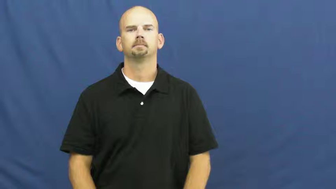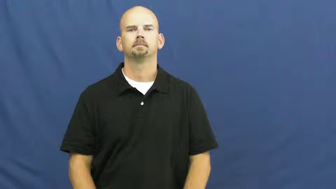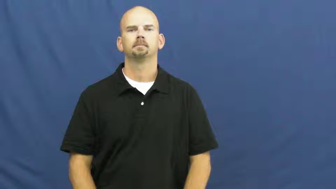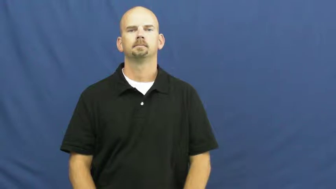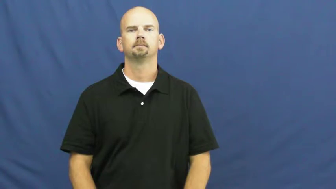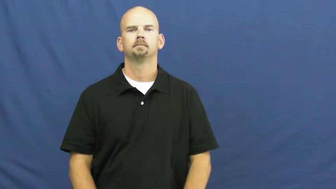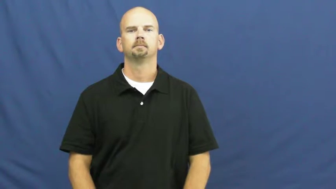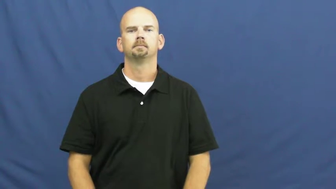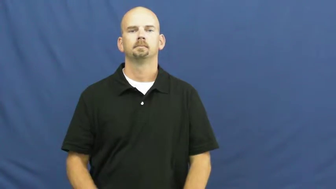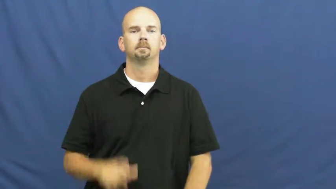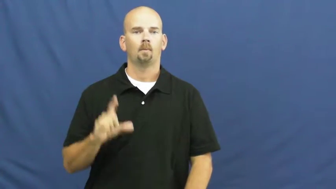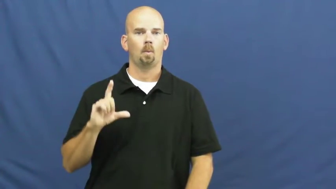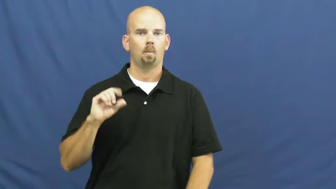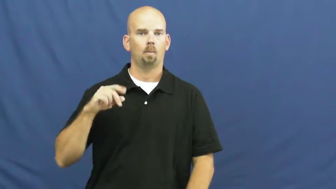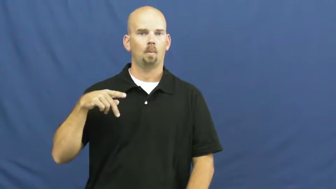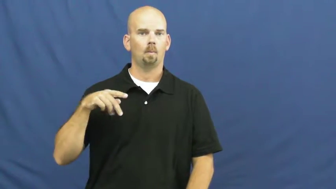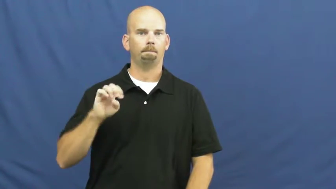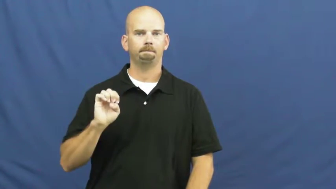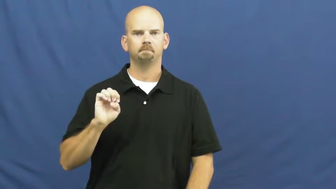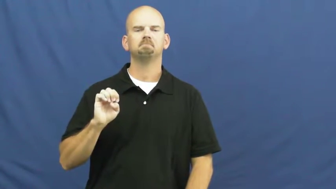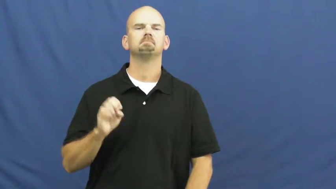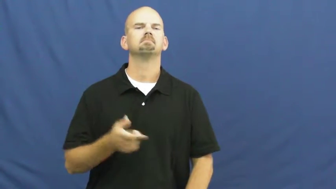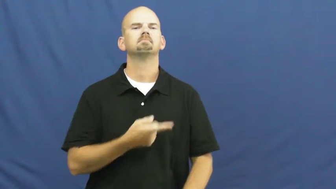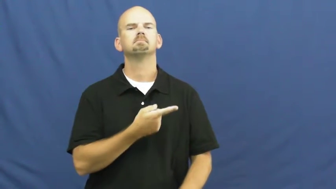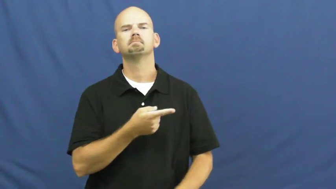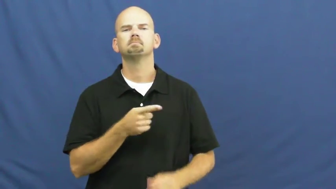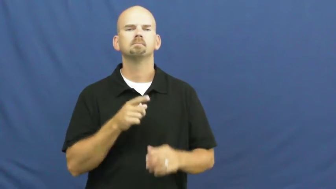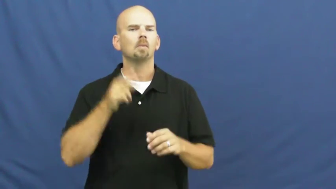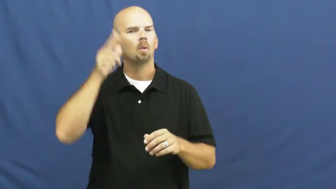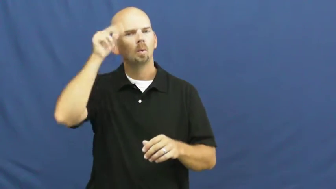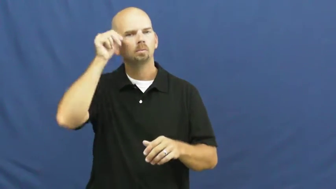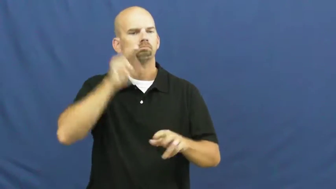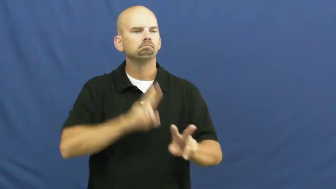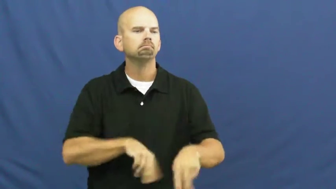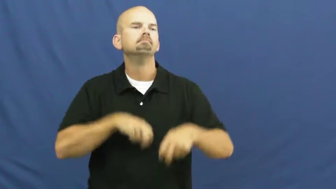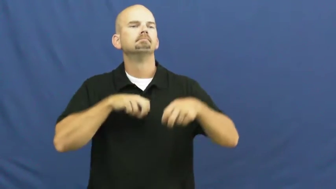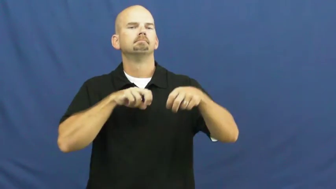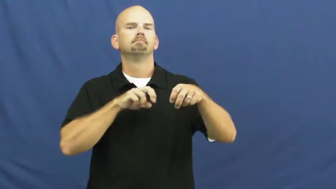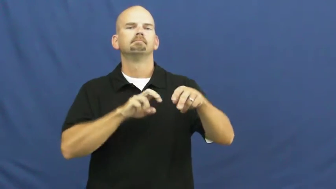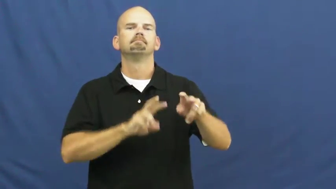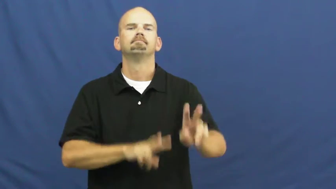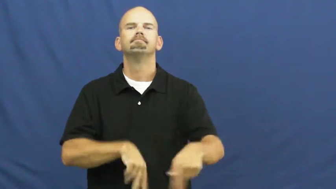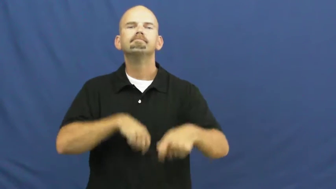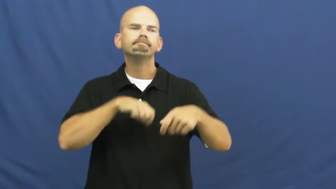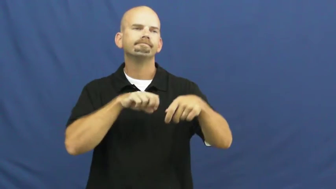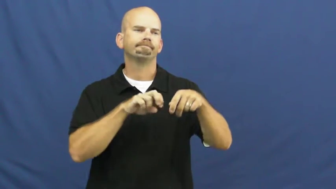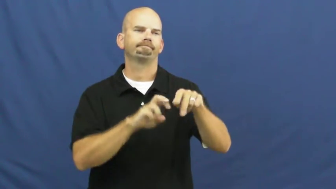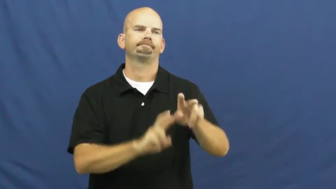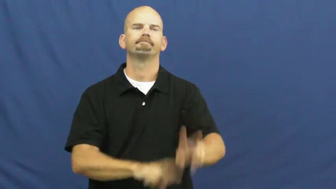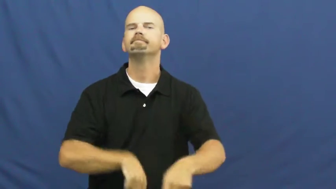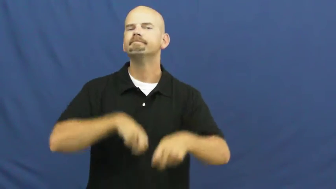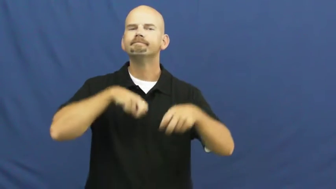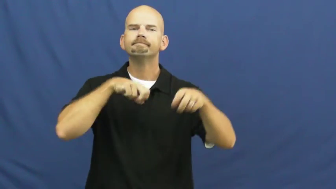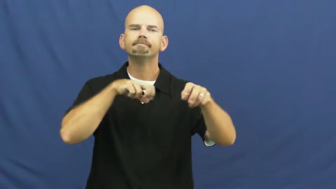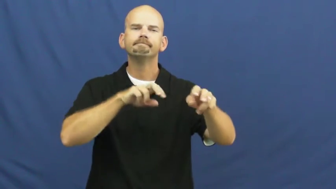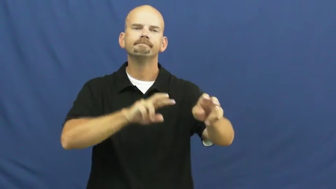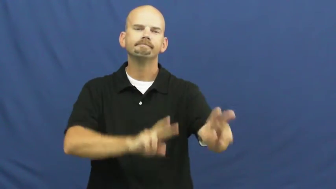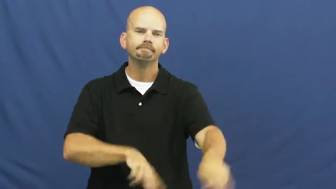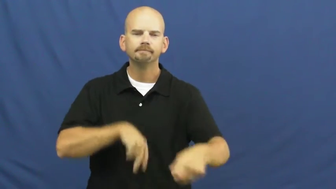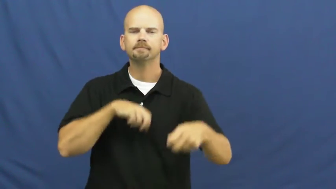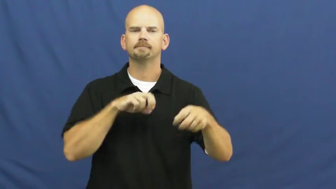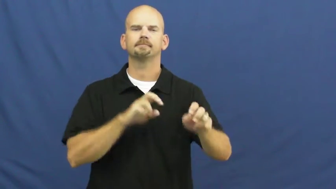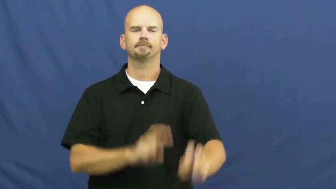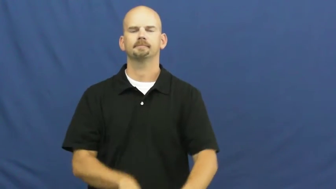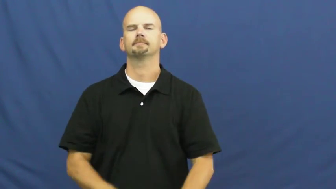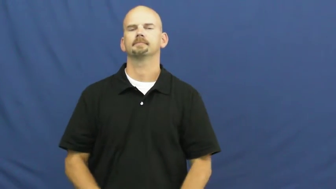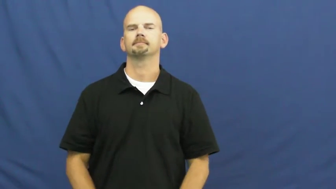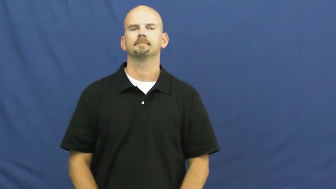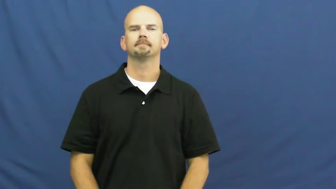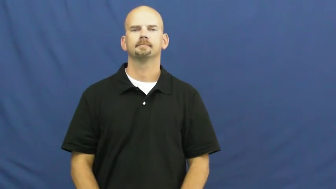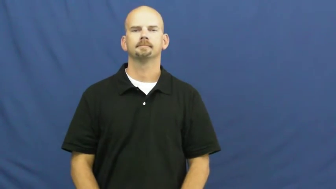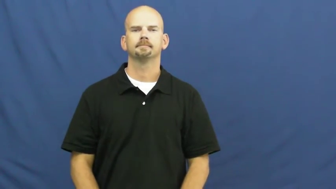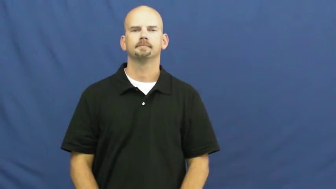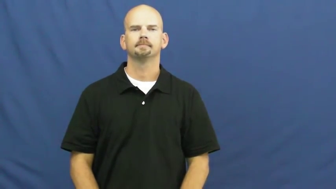lope